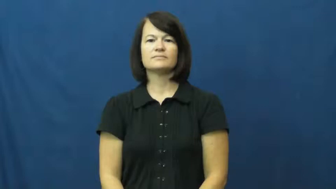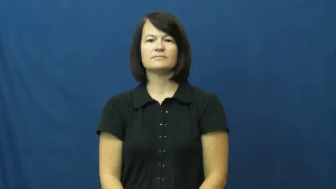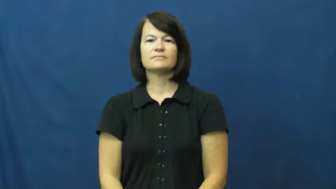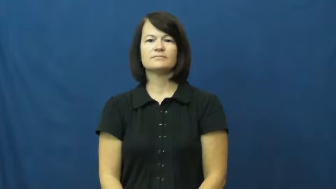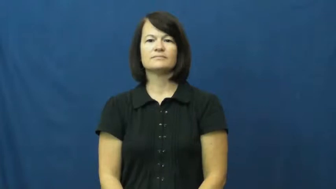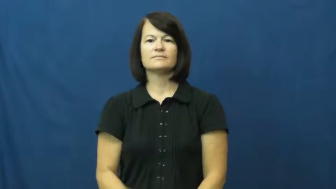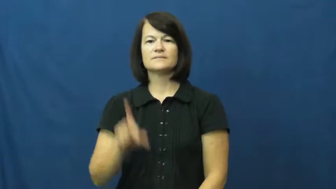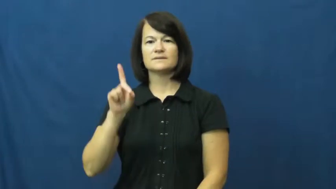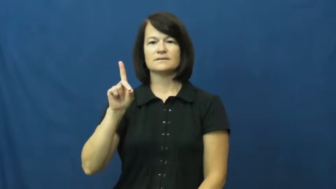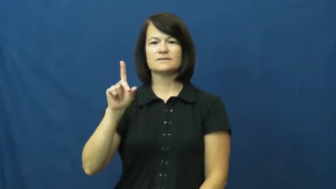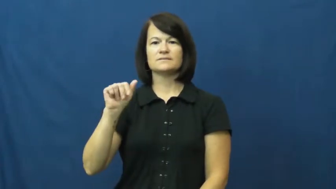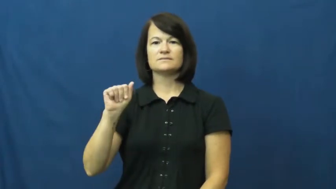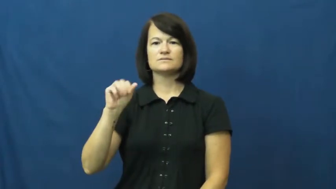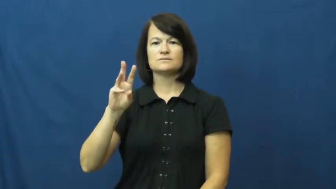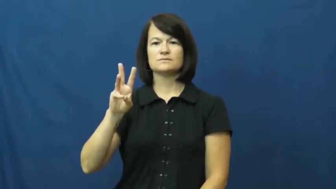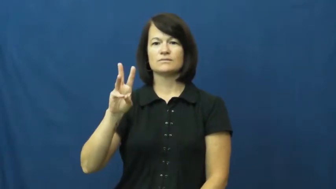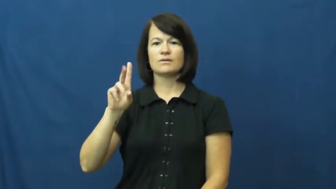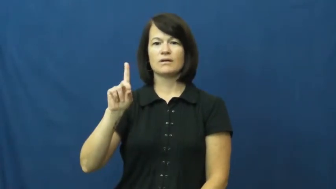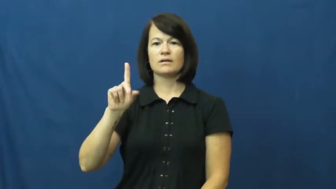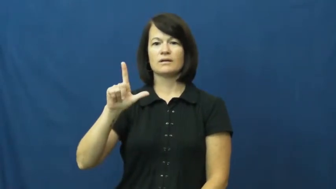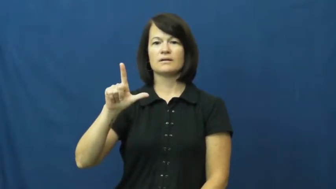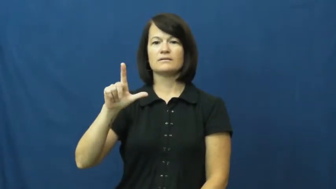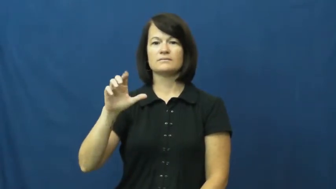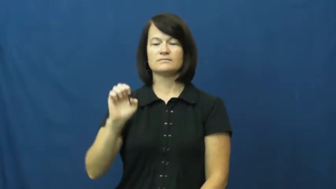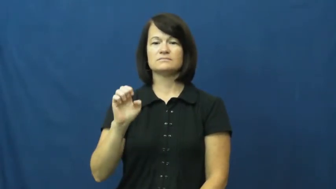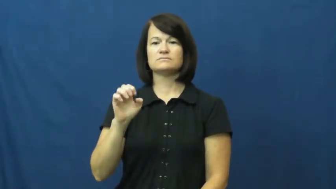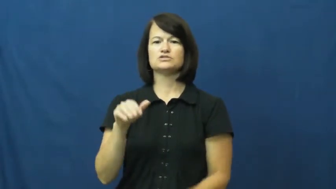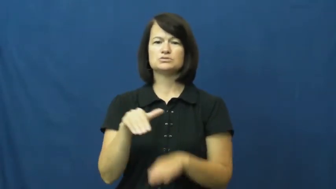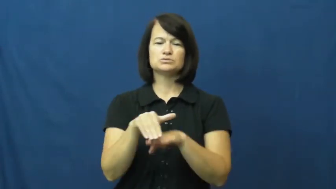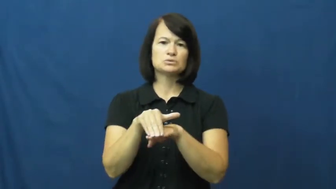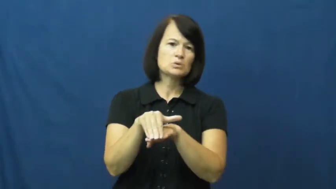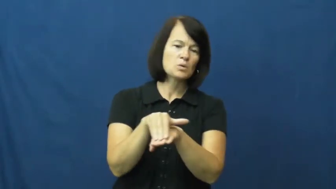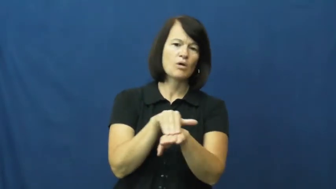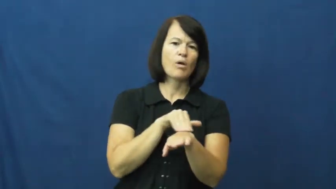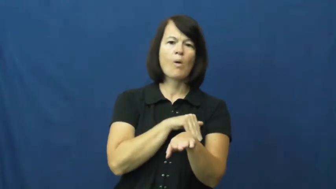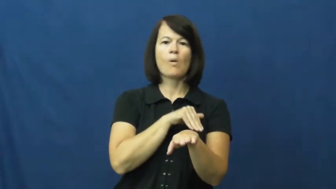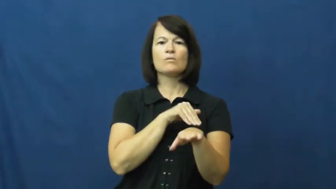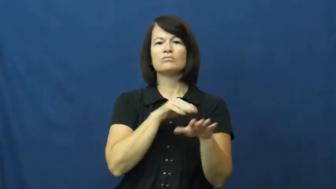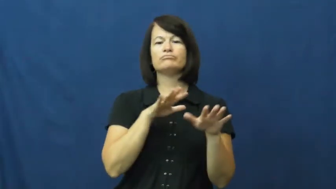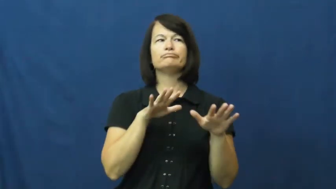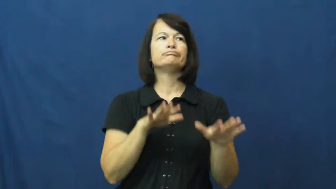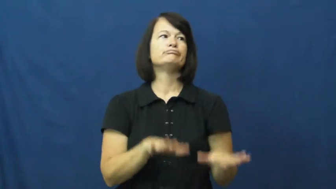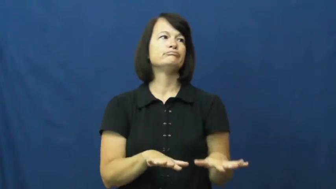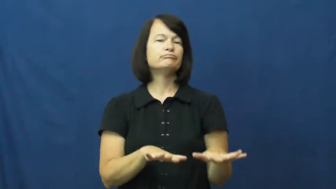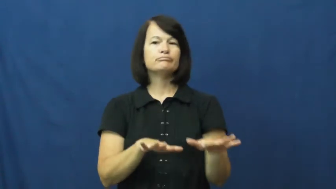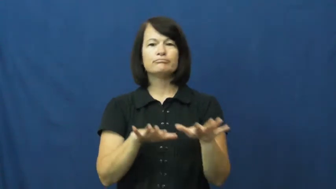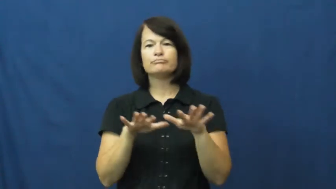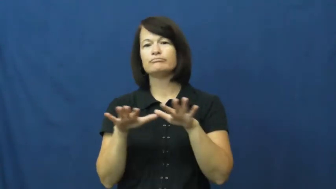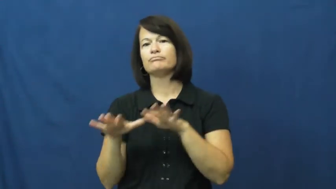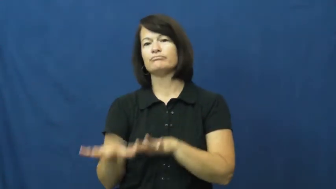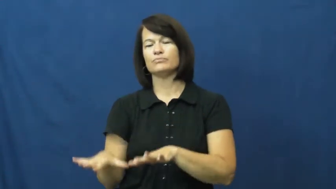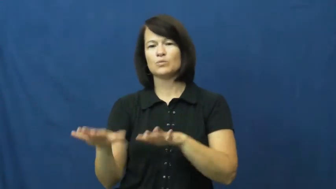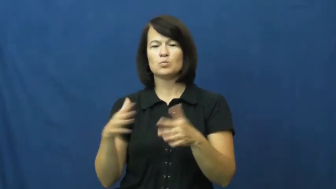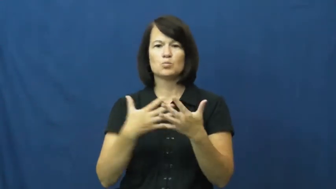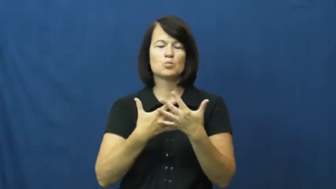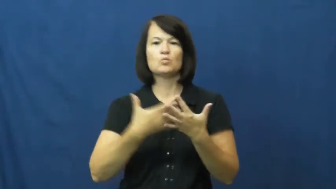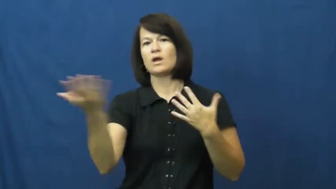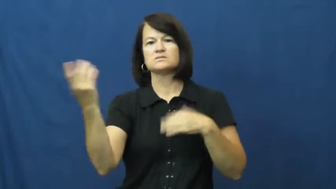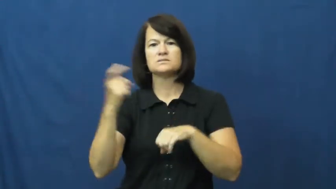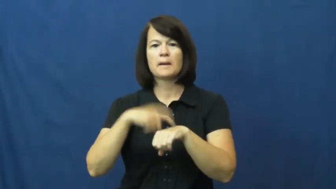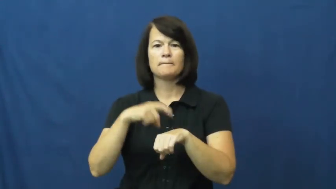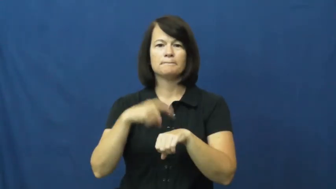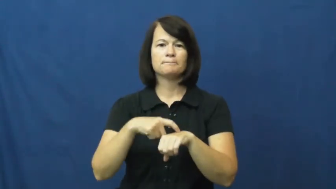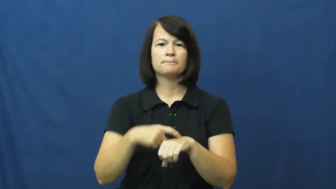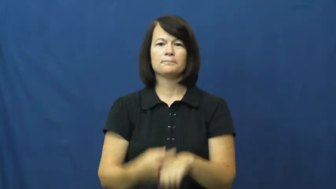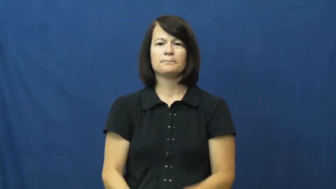dawdle